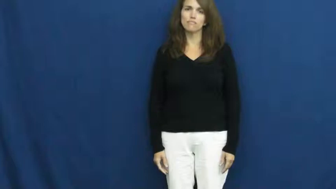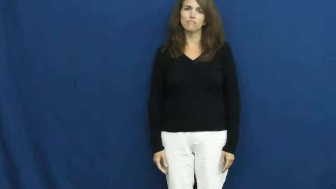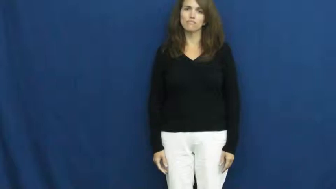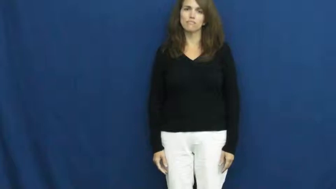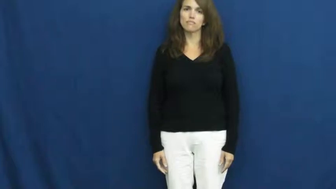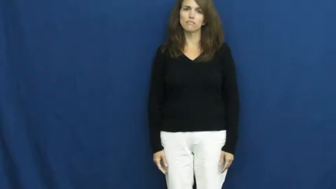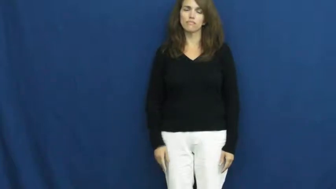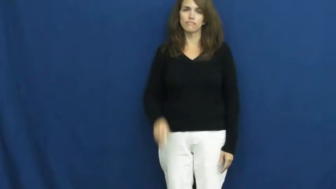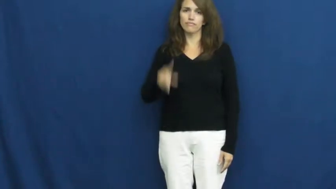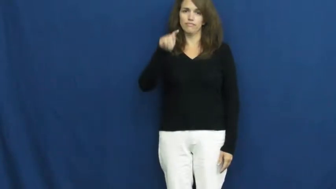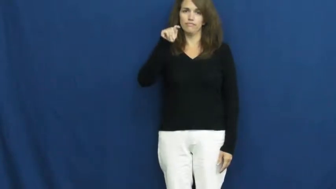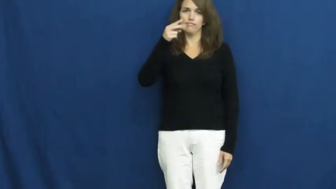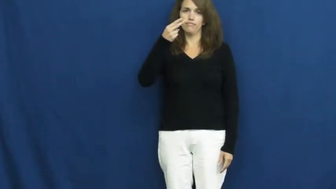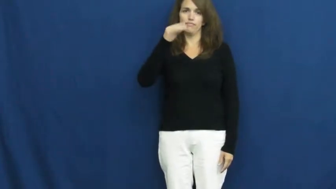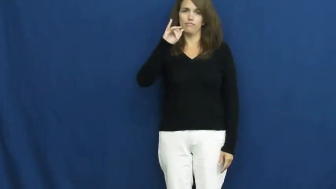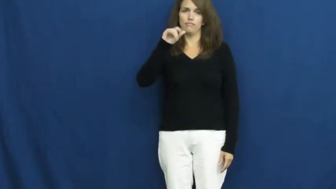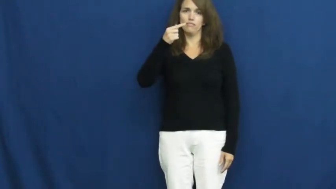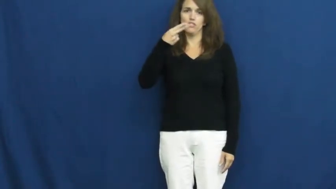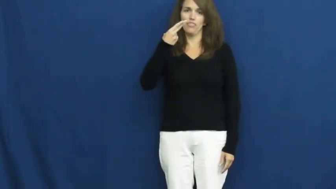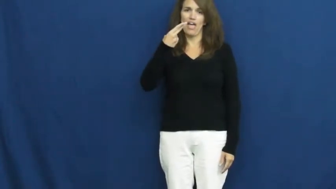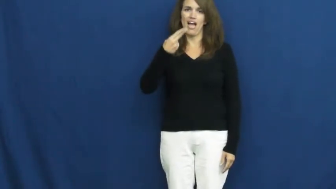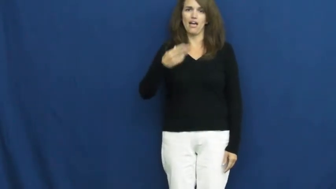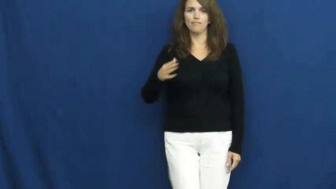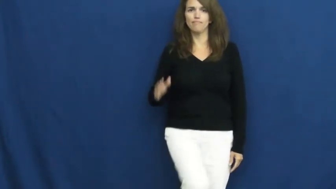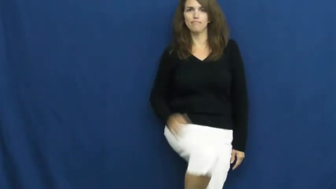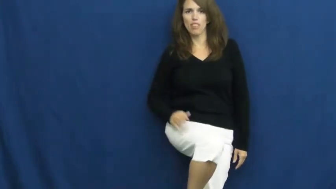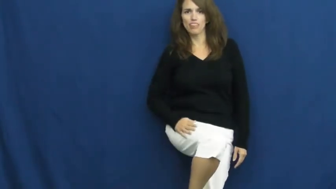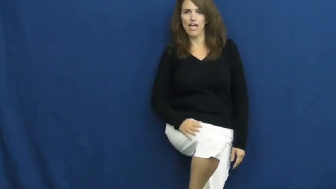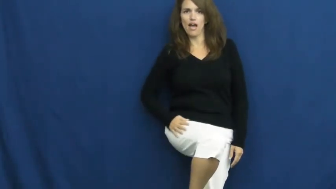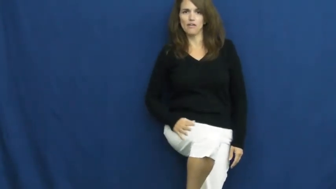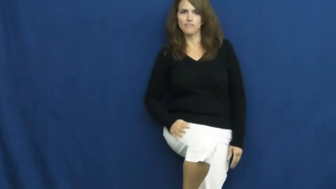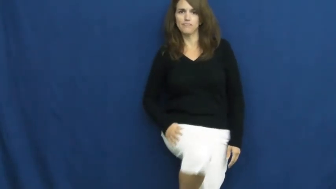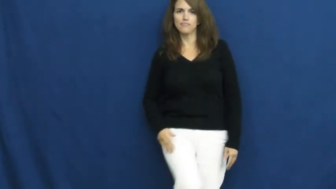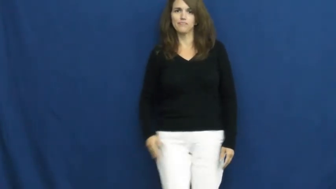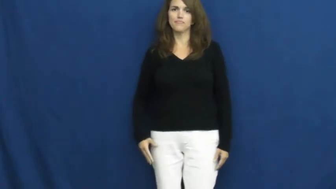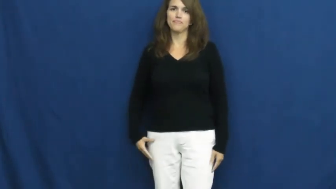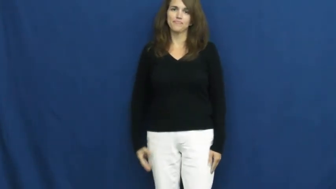thigh